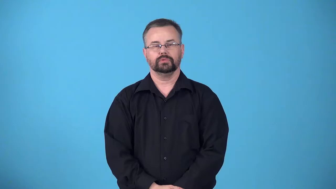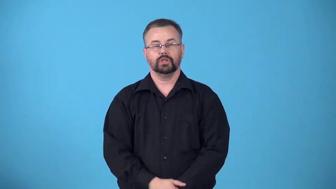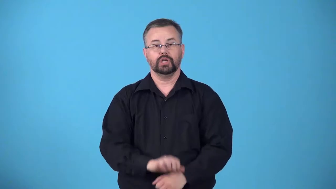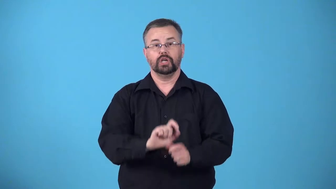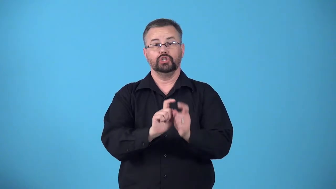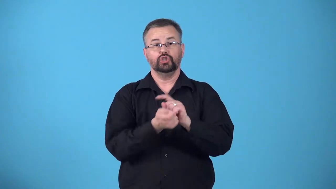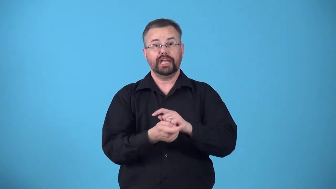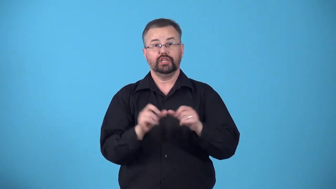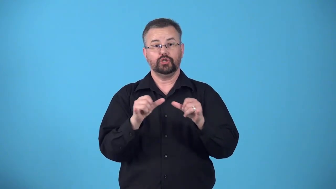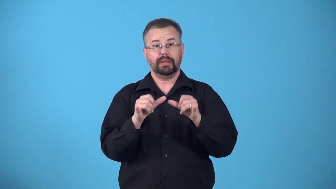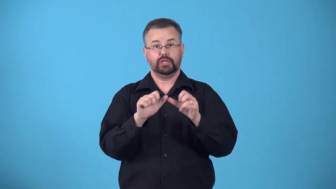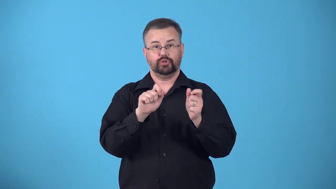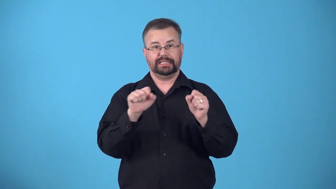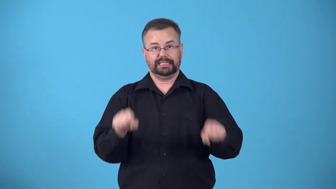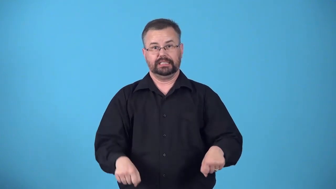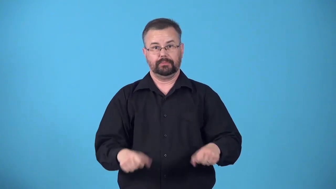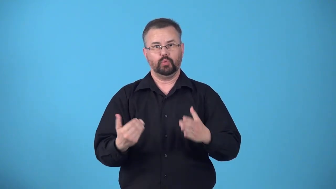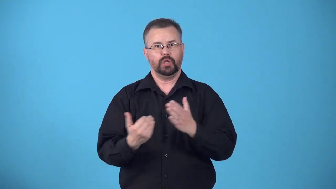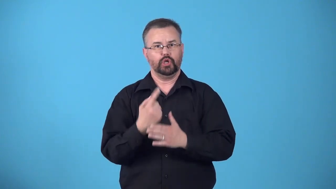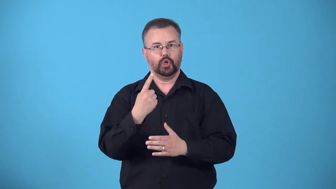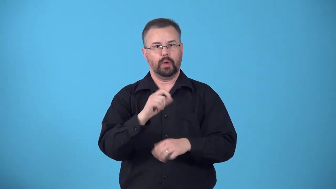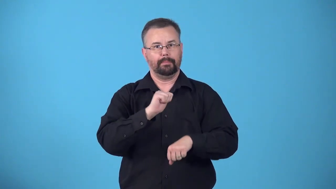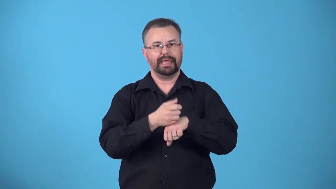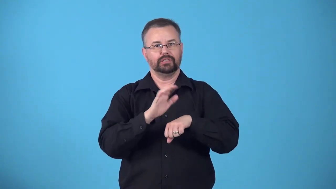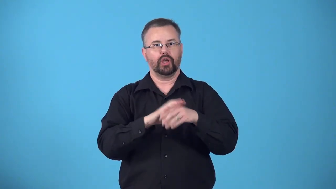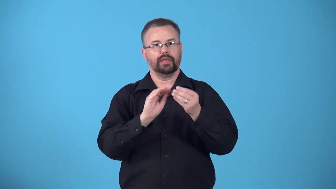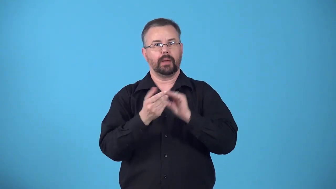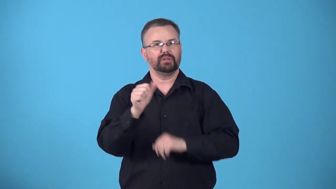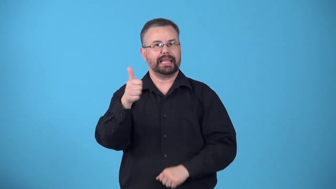decimalize